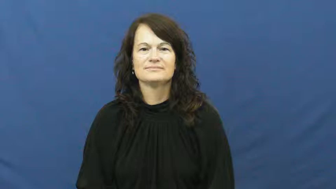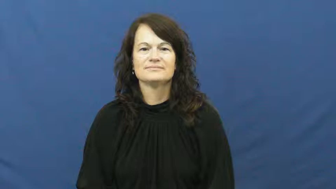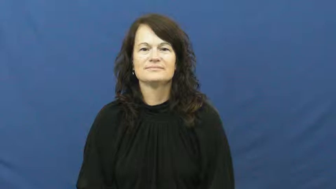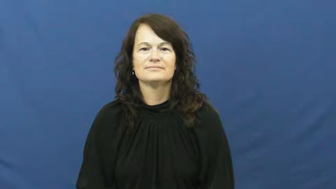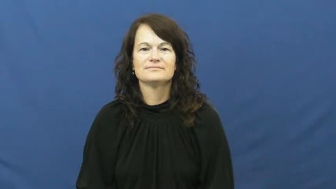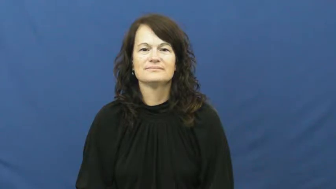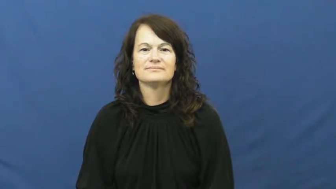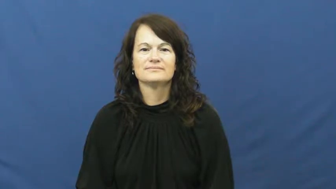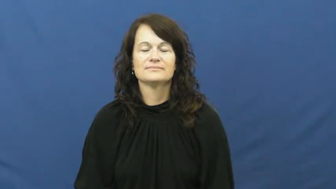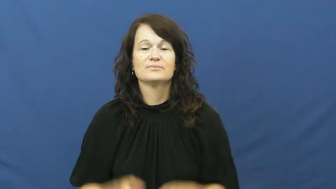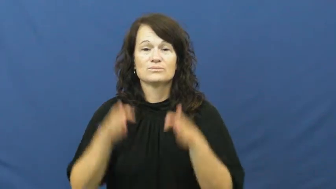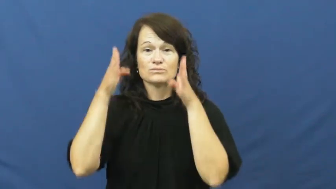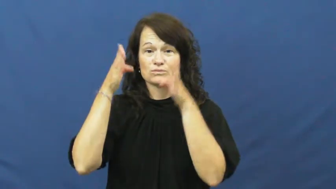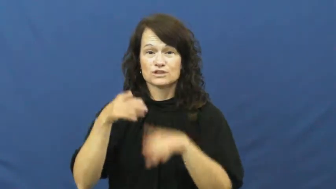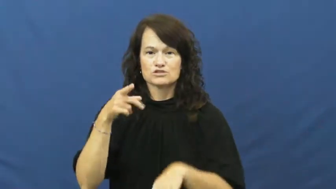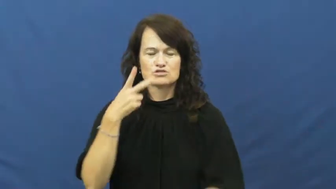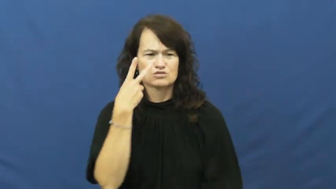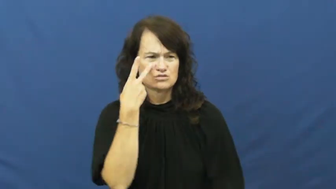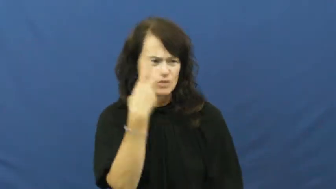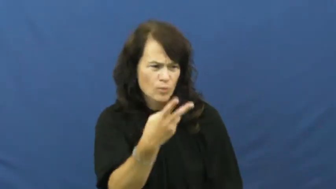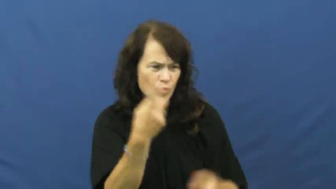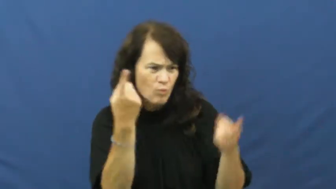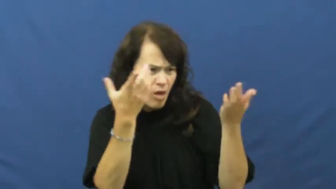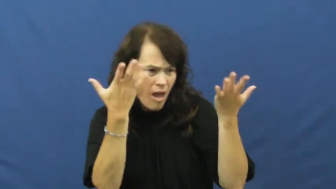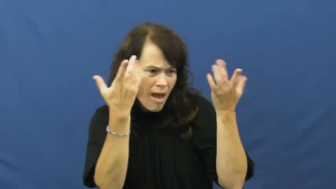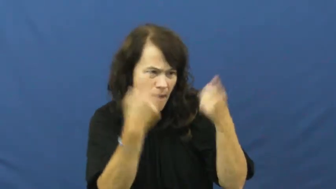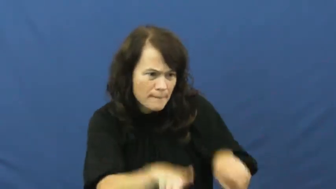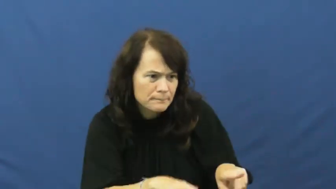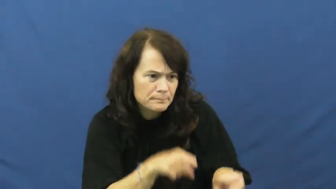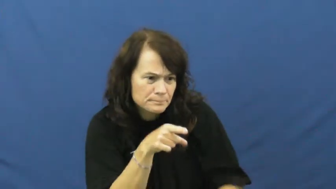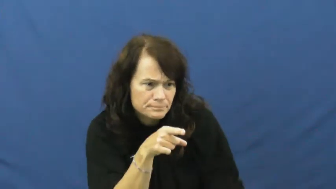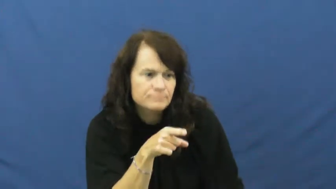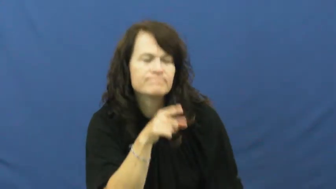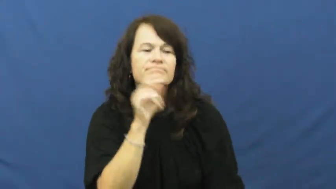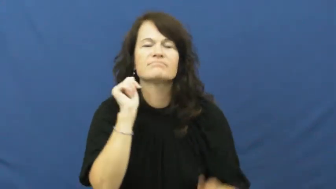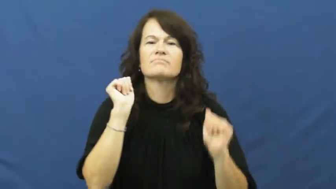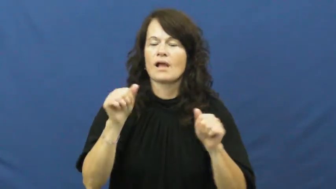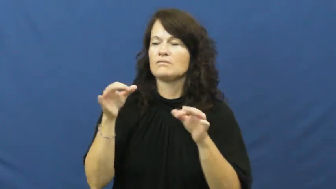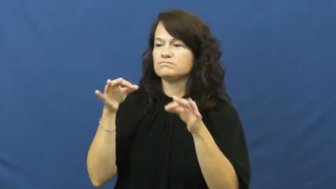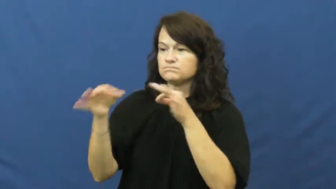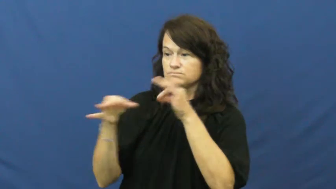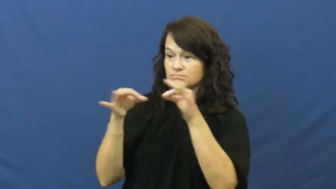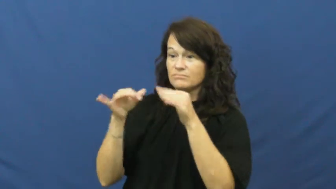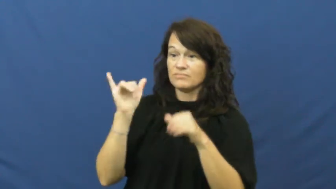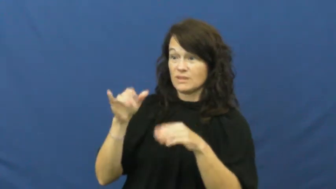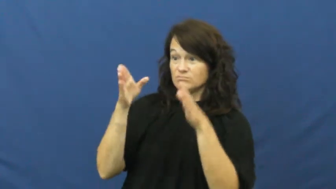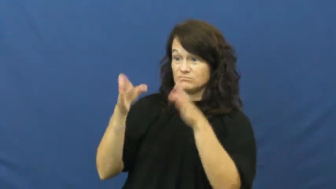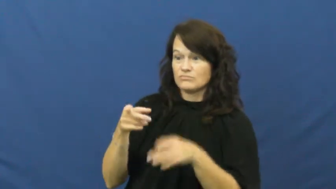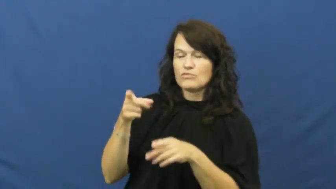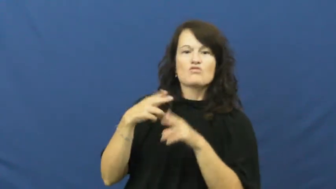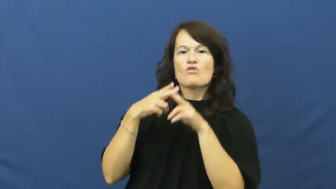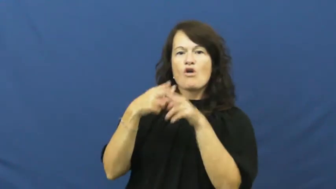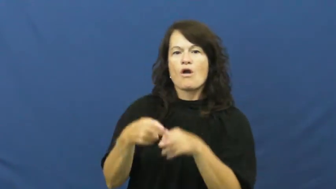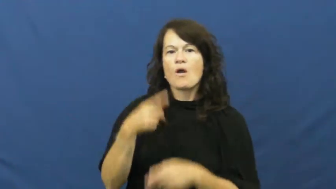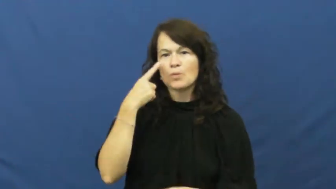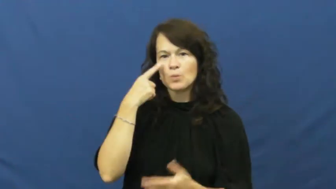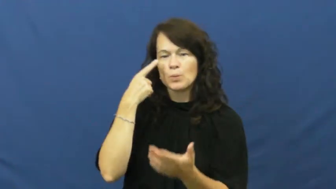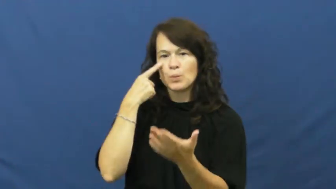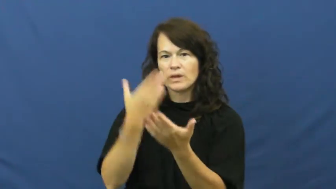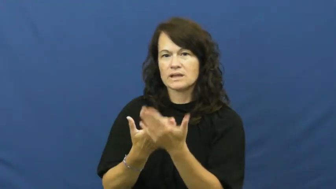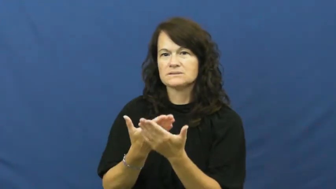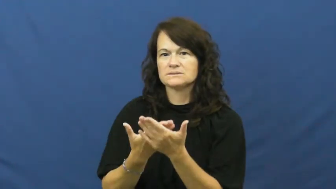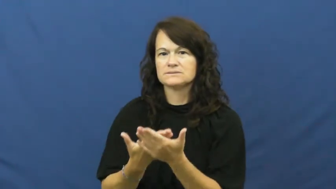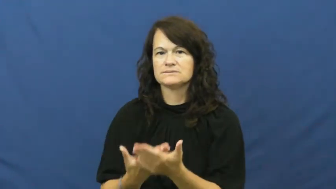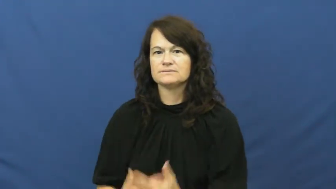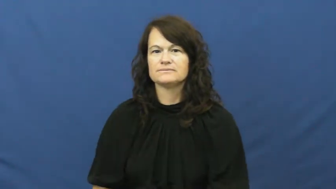eyewitness